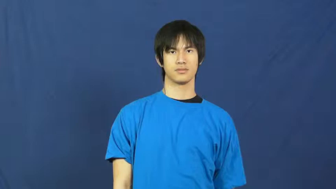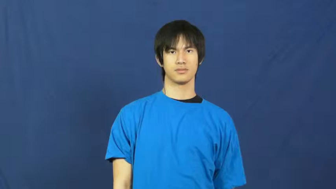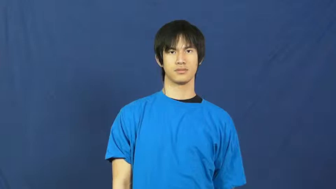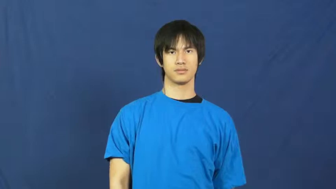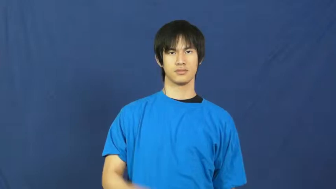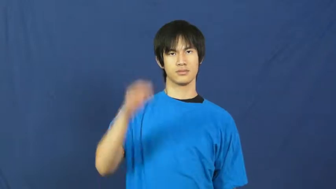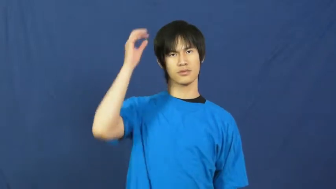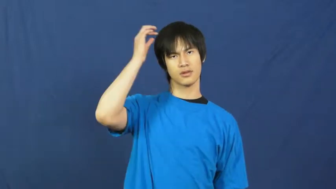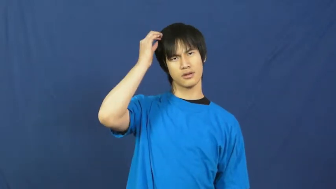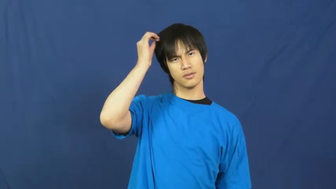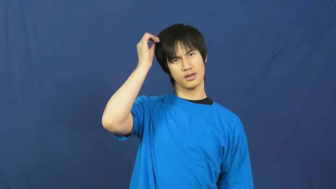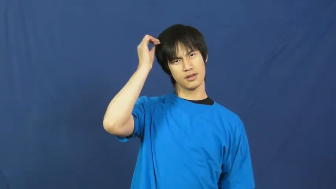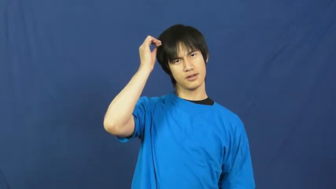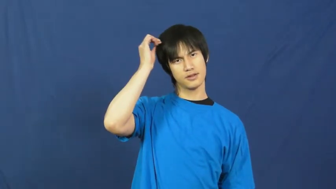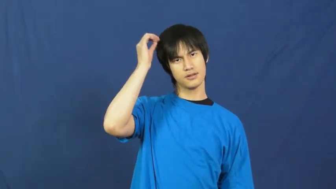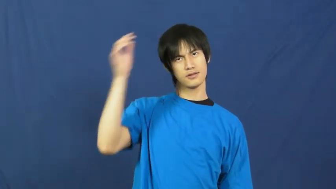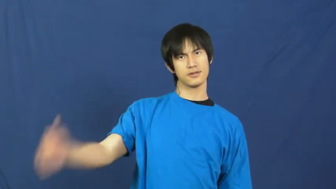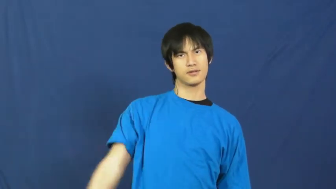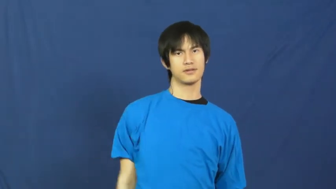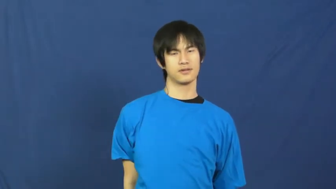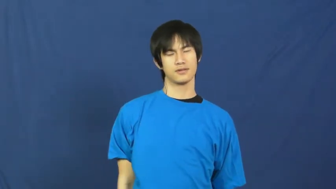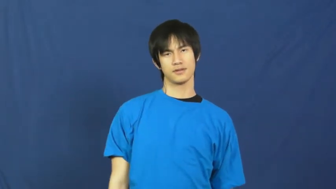hair